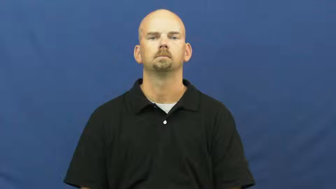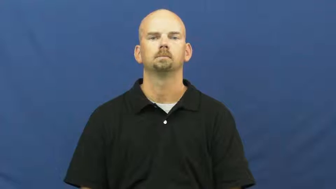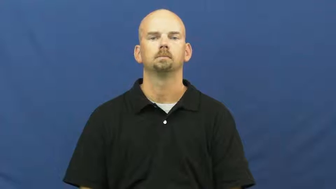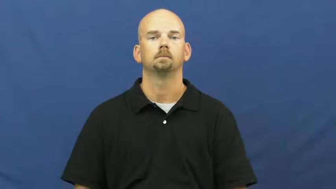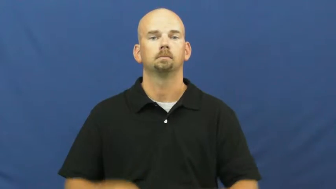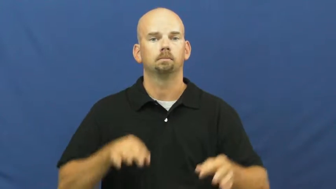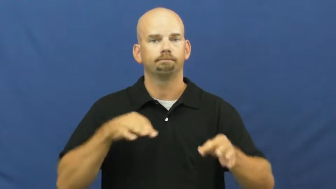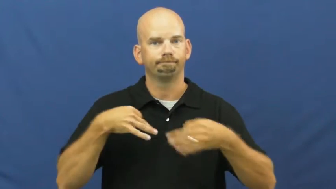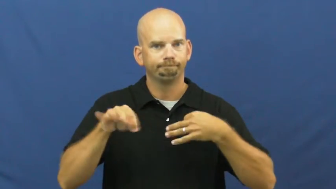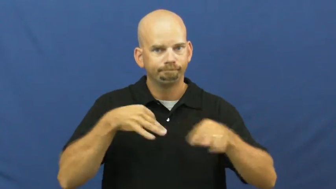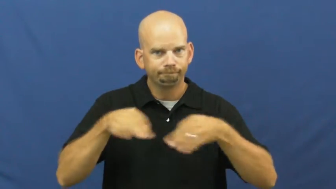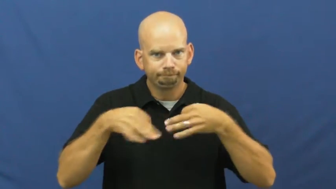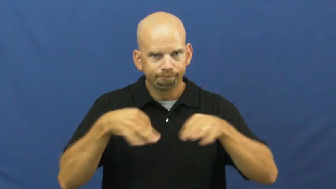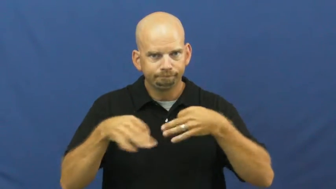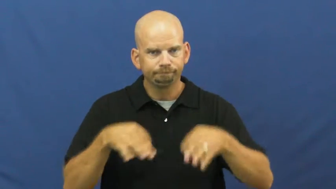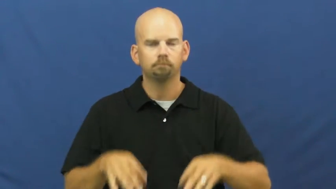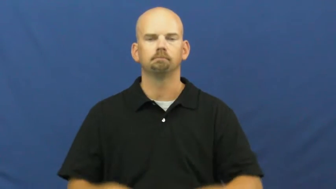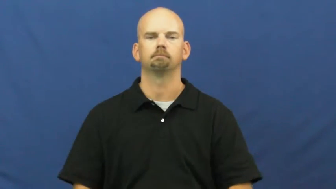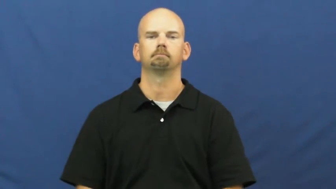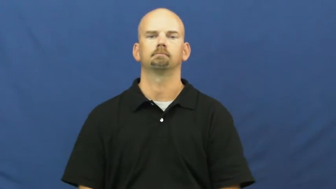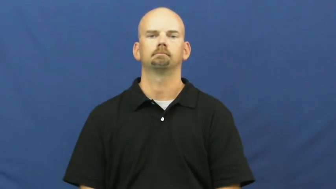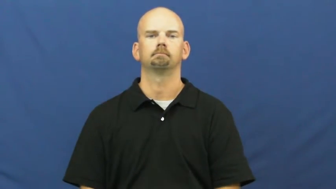walk through,run through,run over,go over,go through